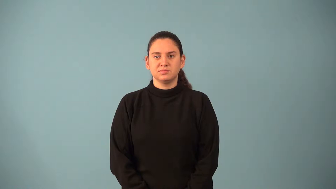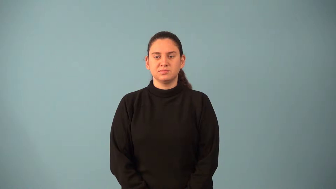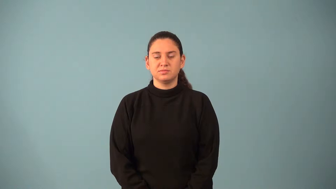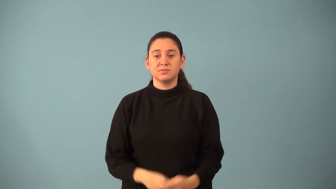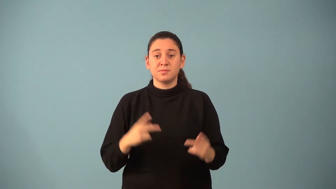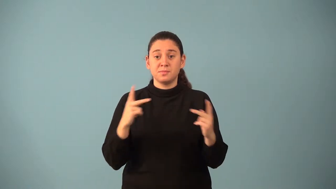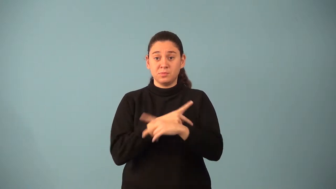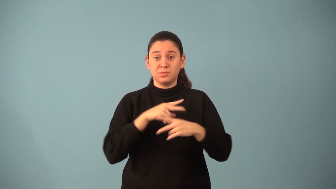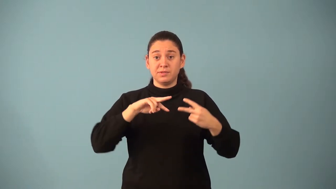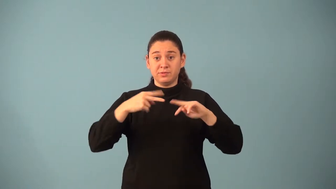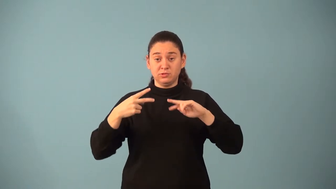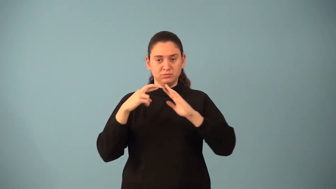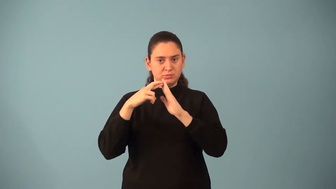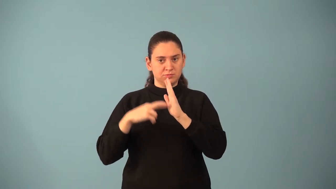multiplicative inverse property